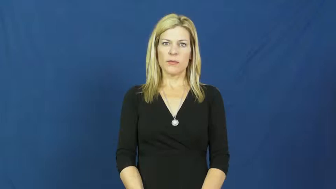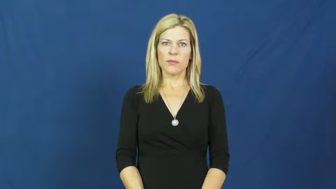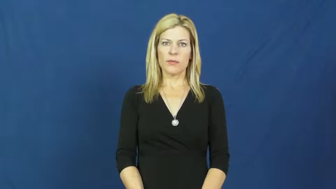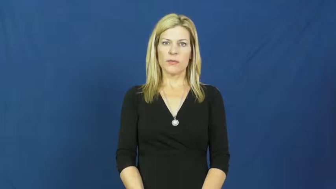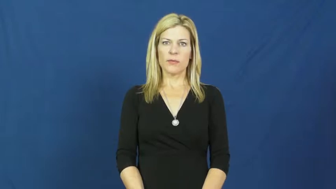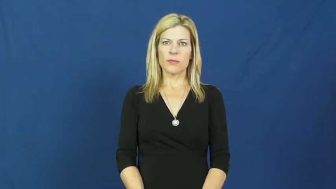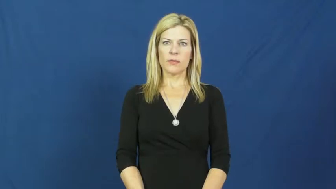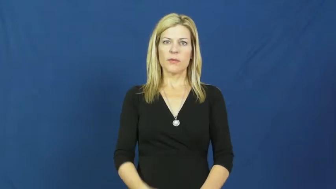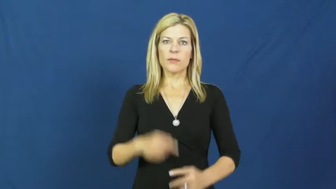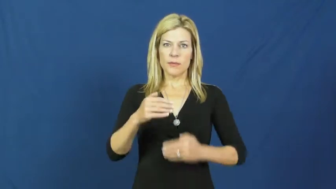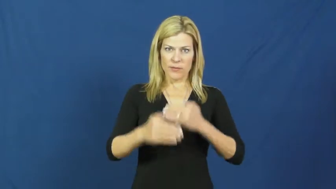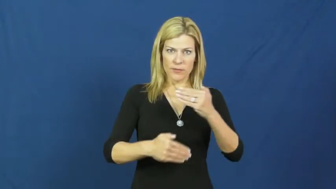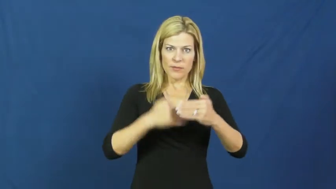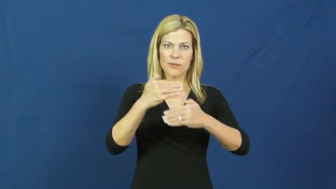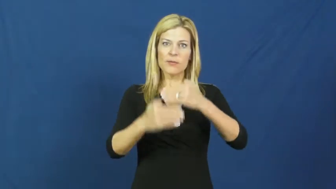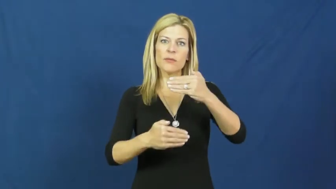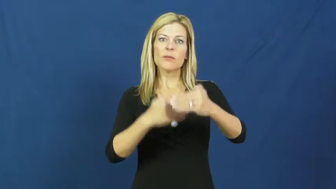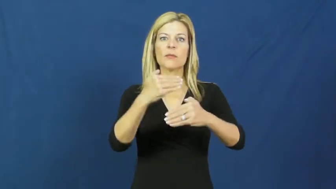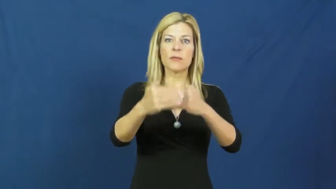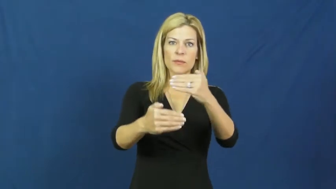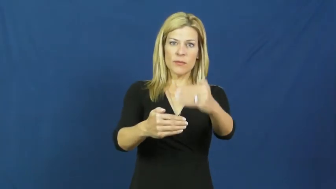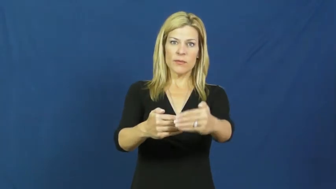proceed,go ahead,go ahead with,move on